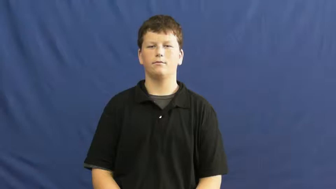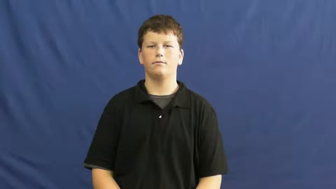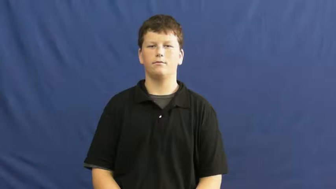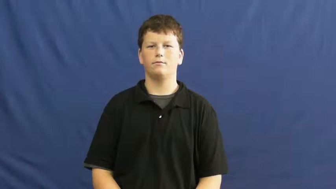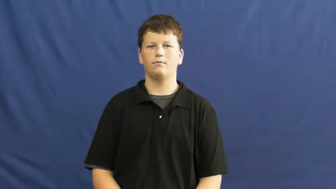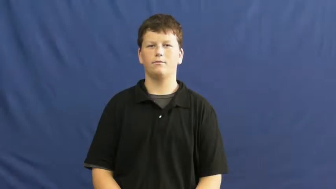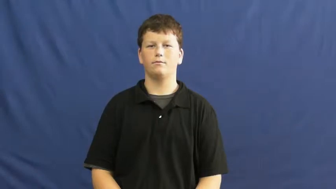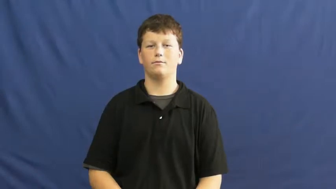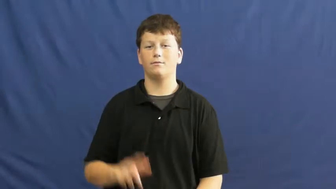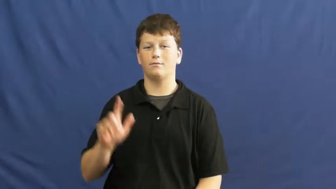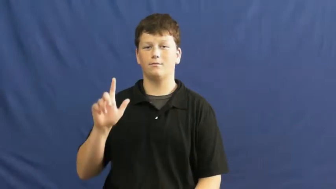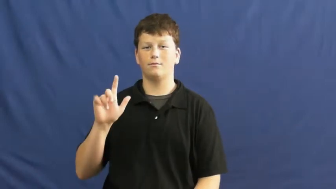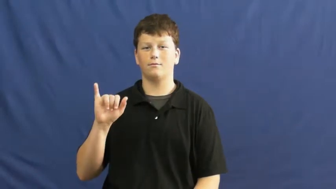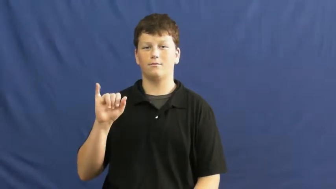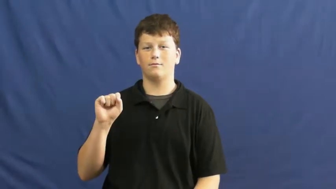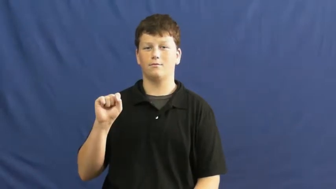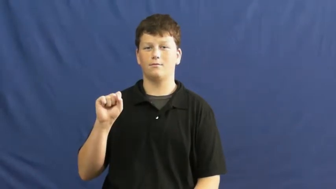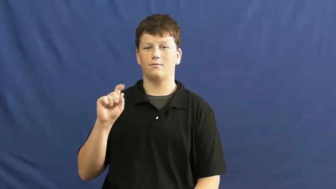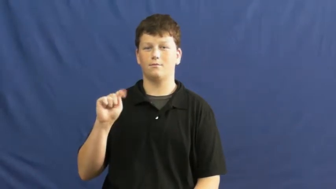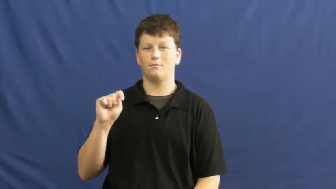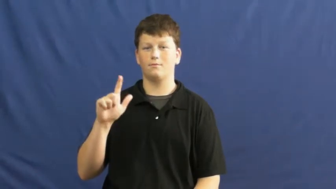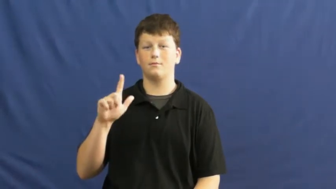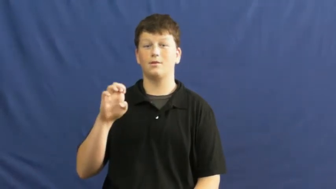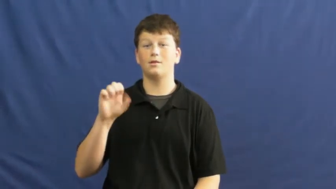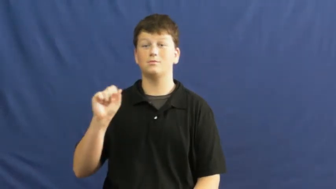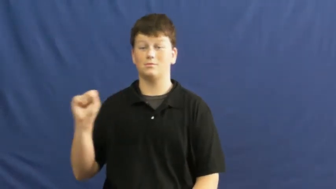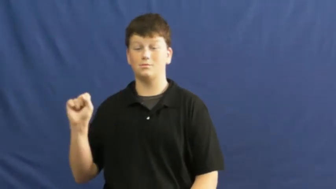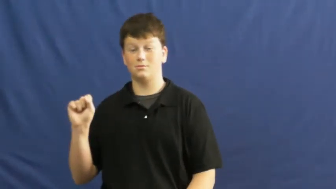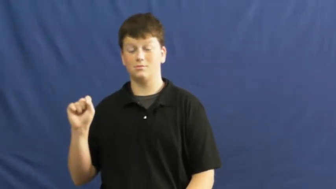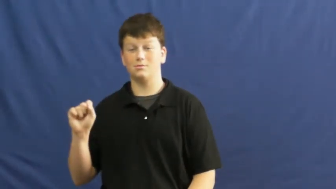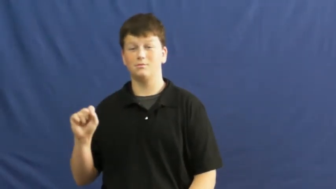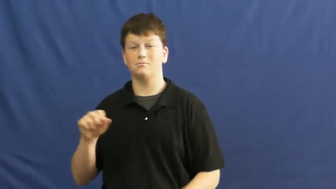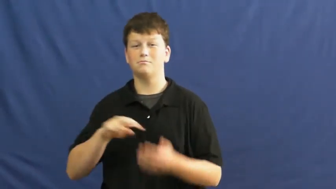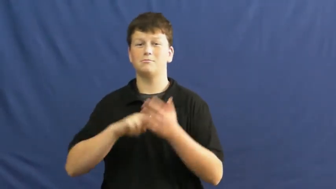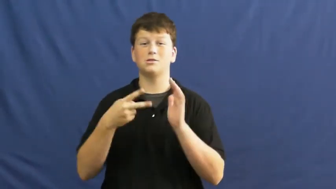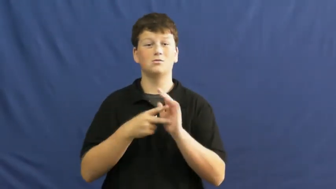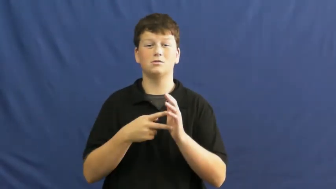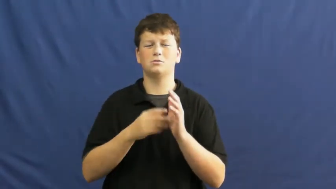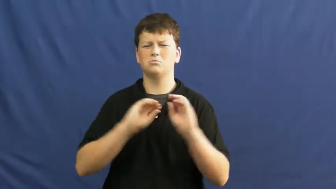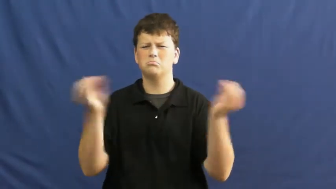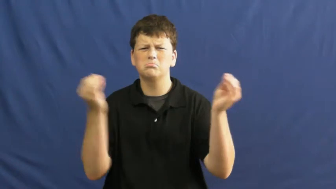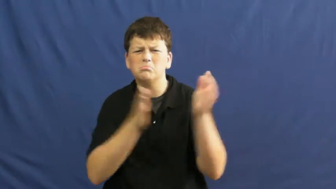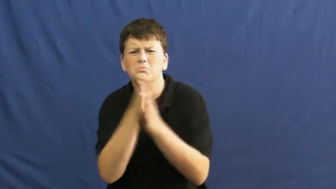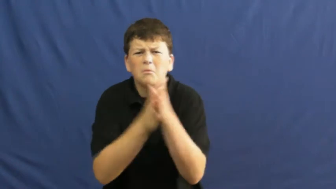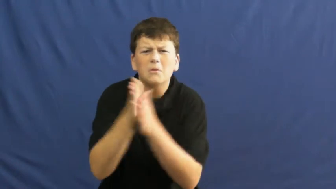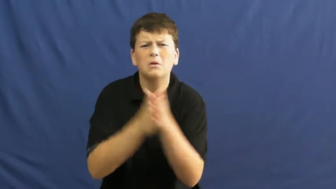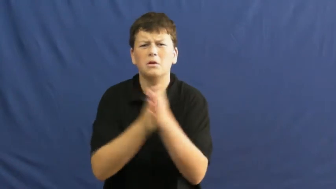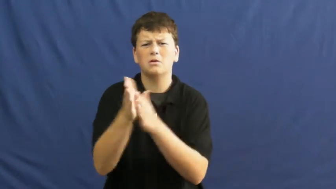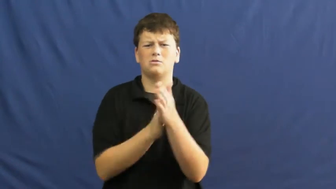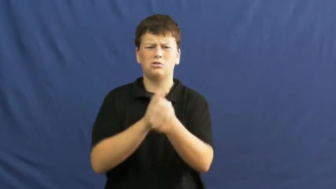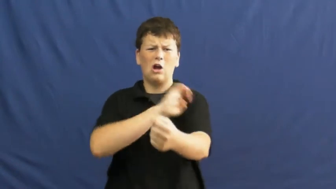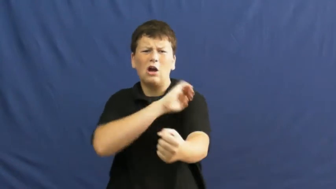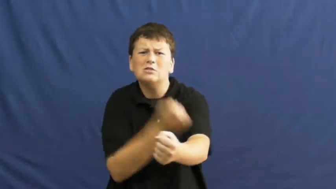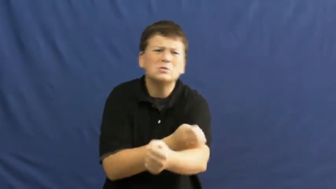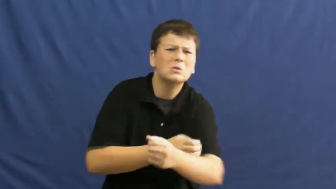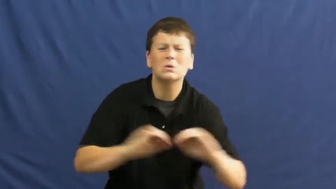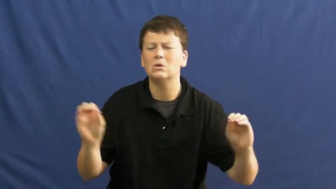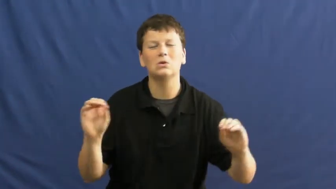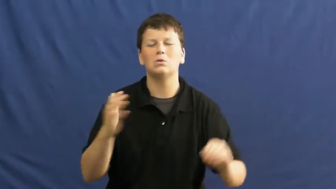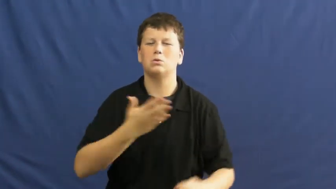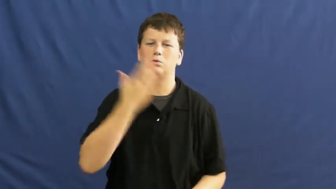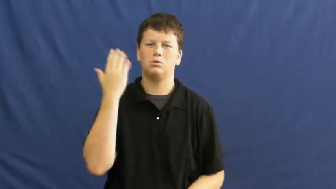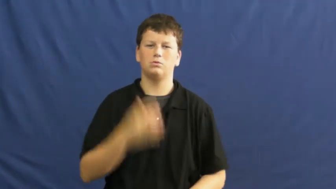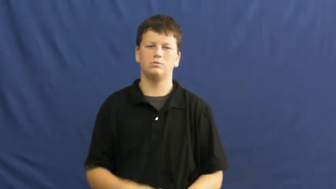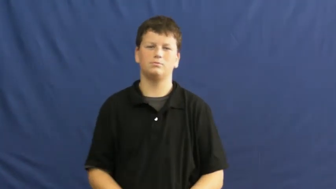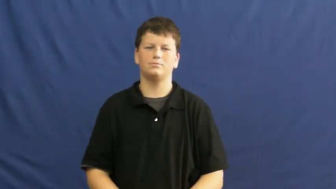listless